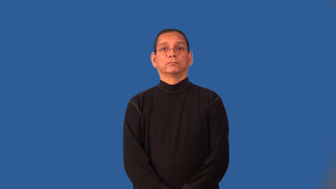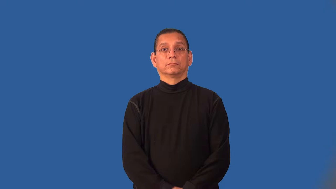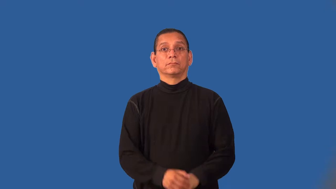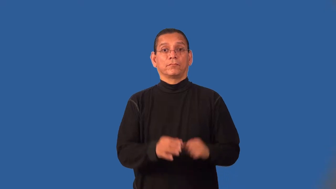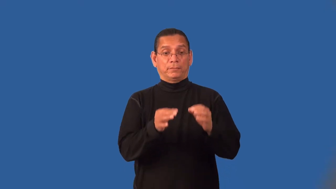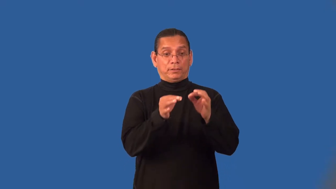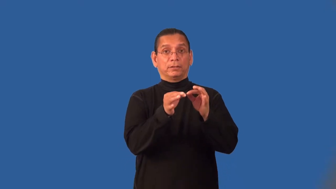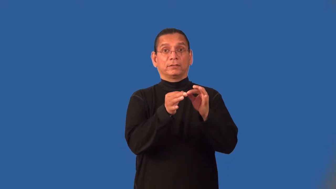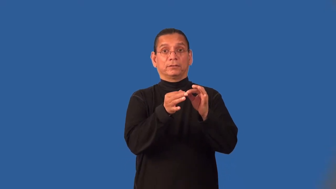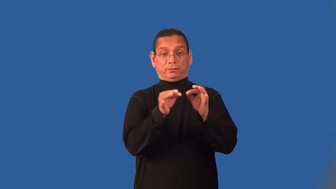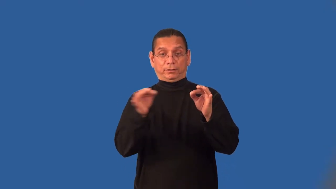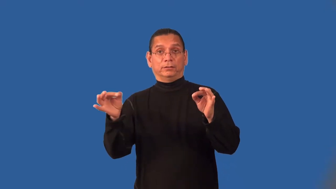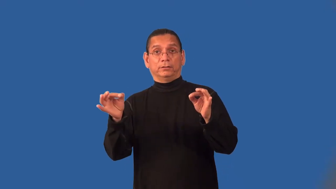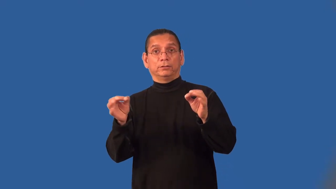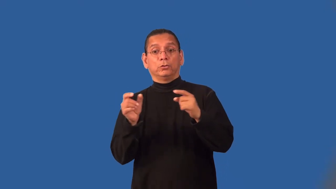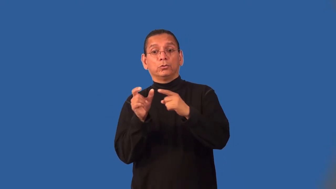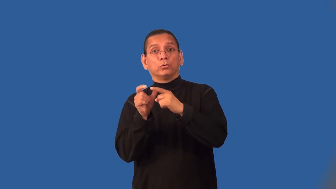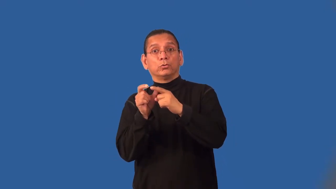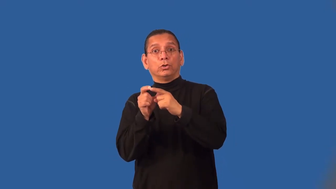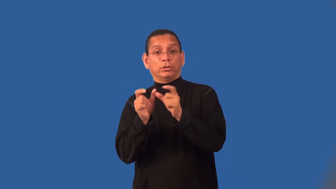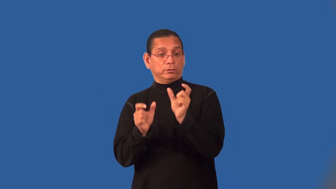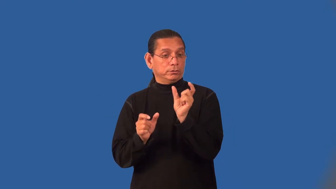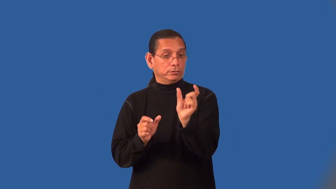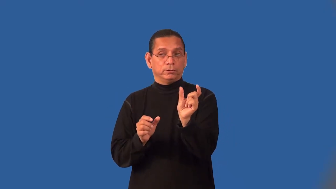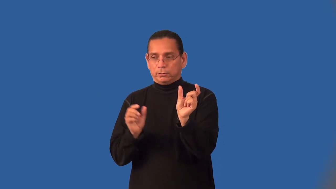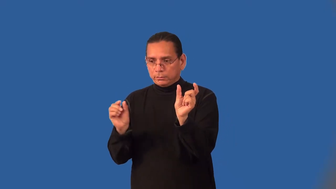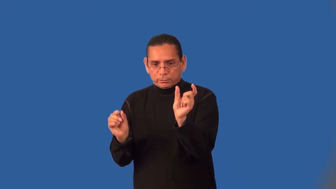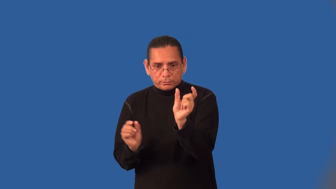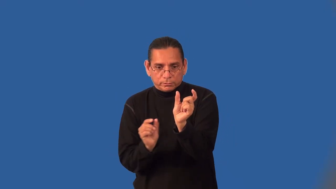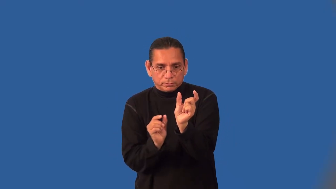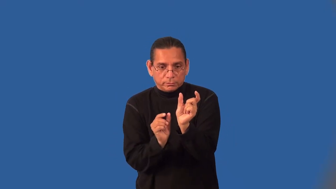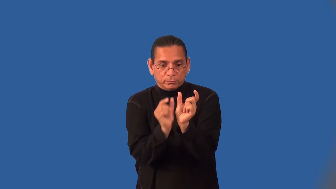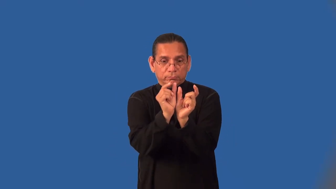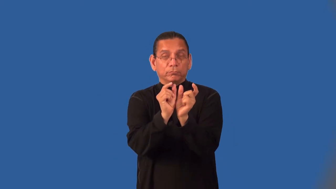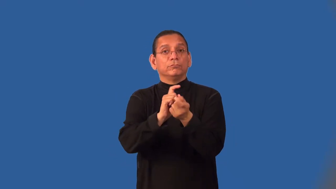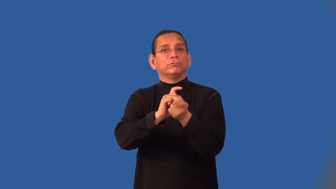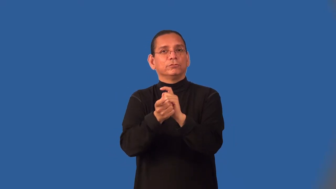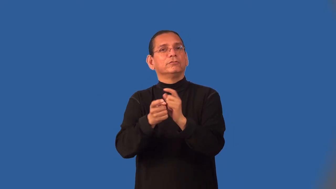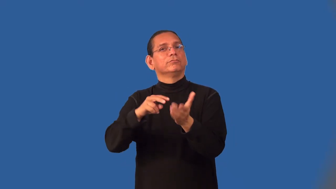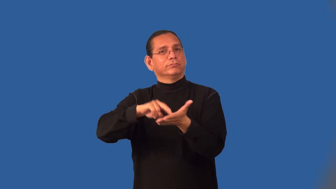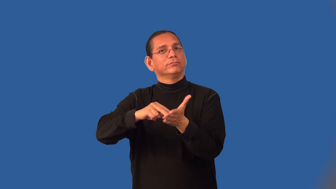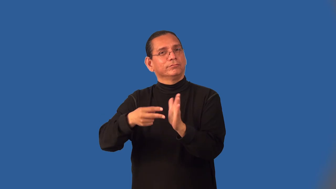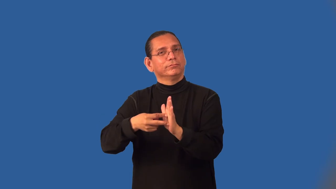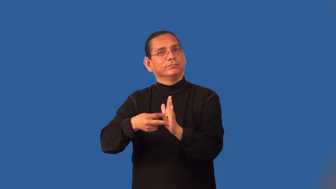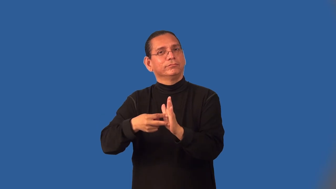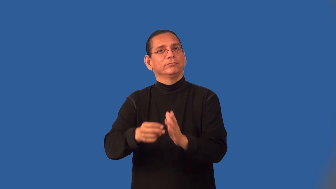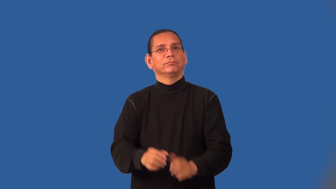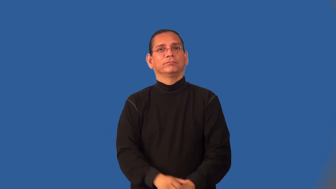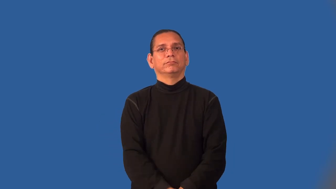inflect-grammar